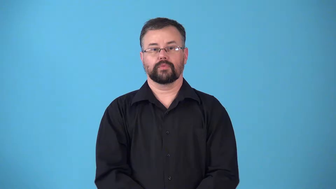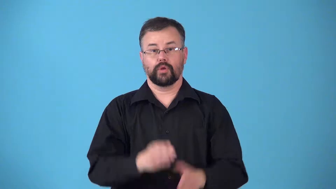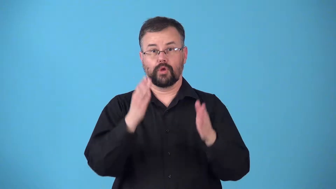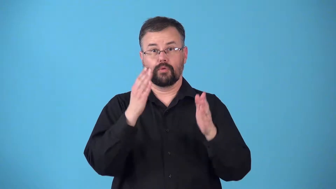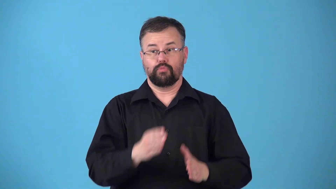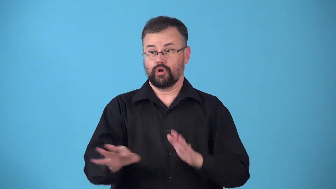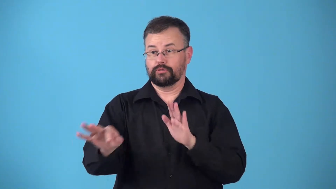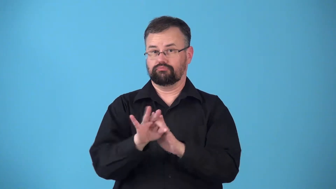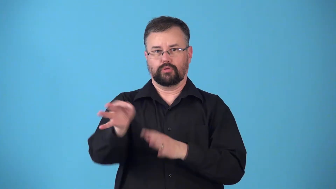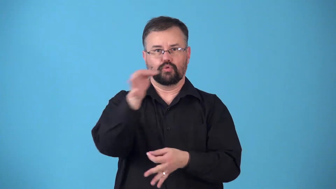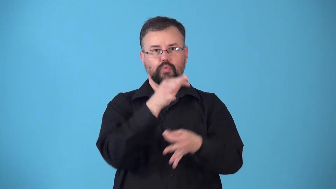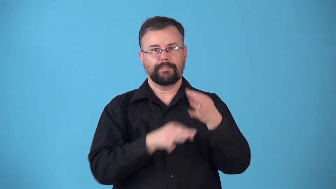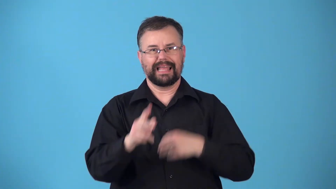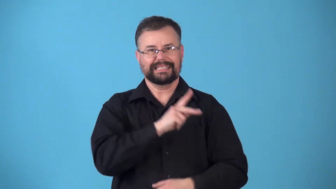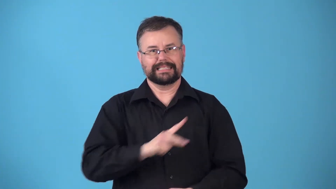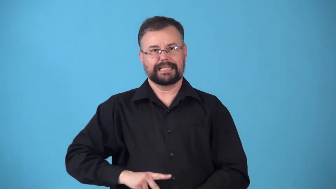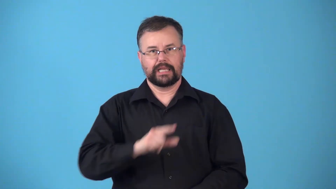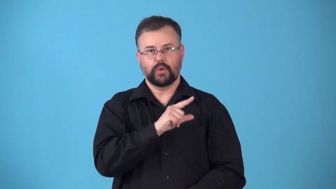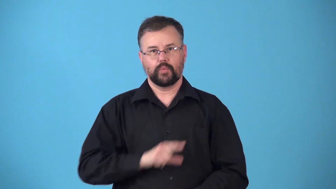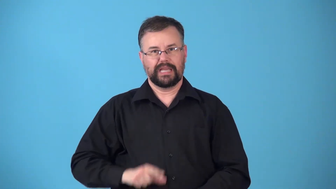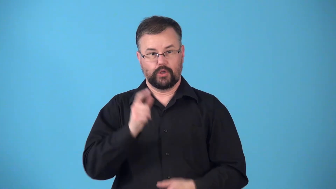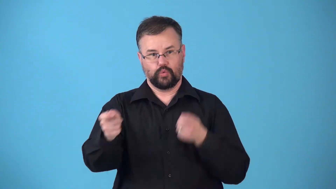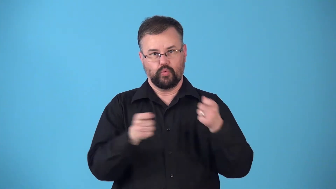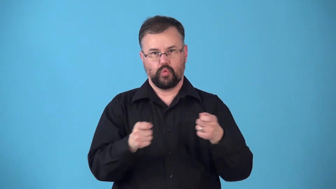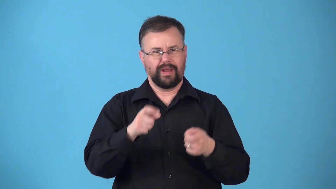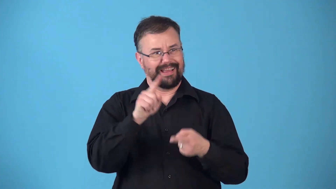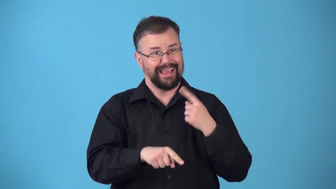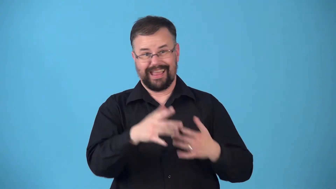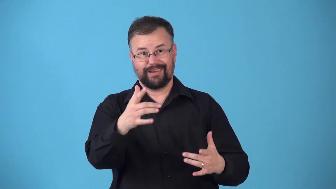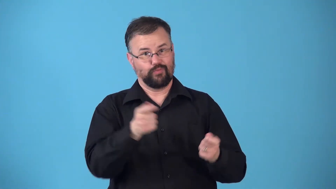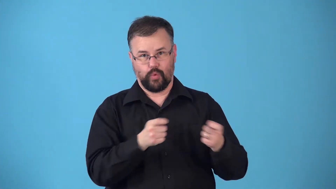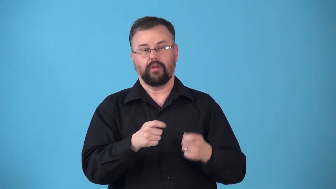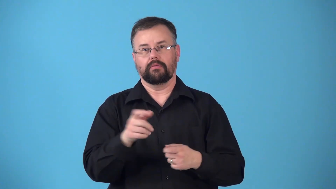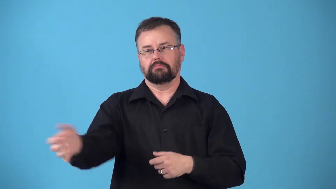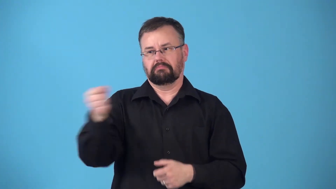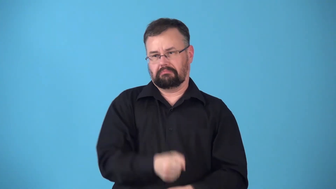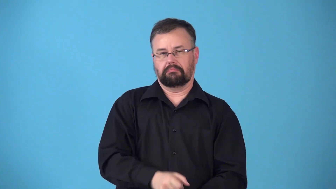regency